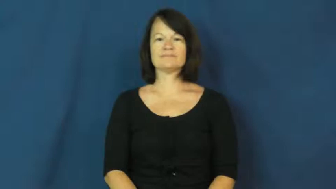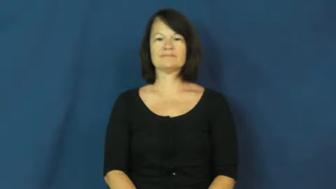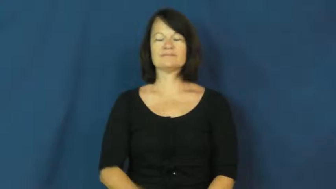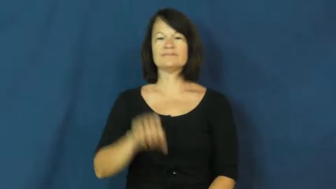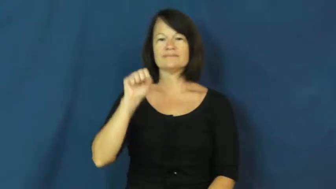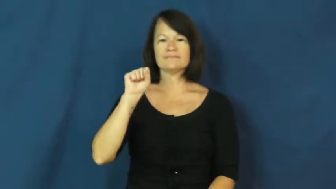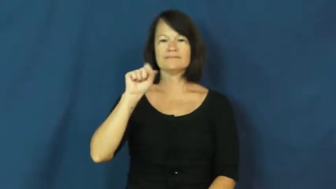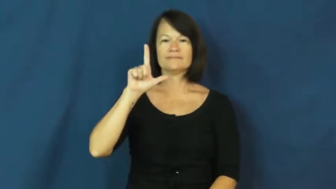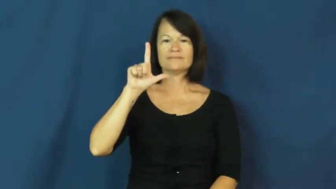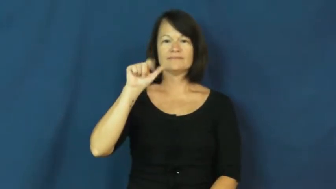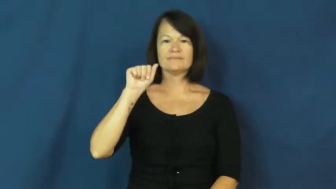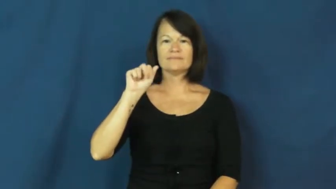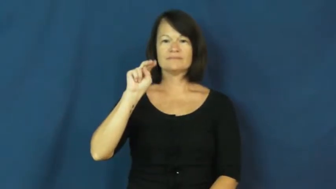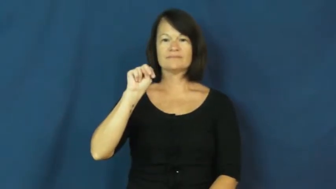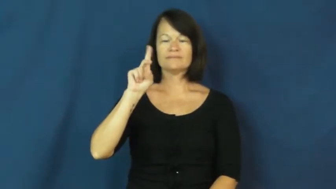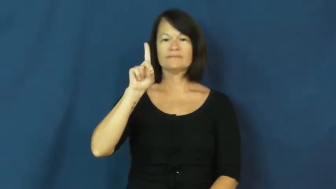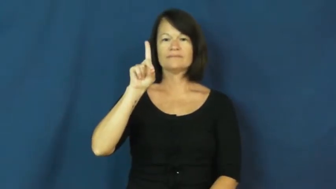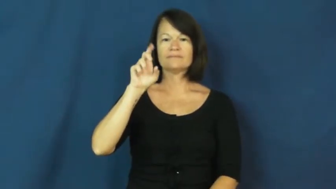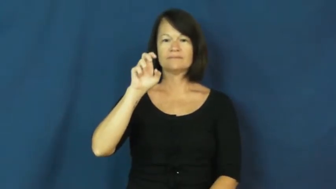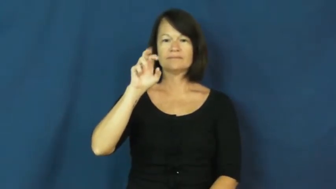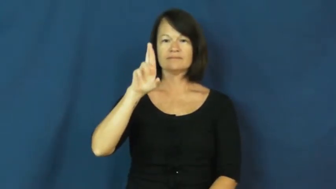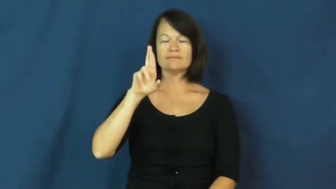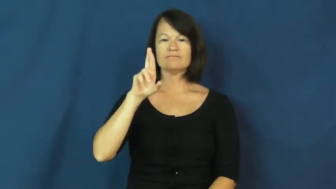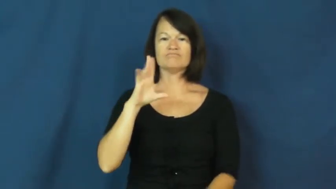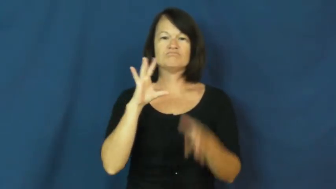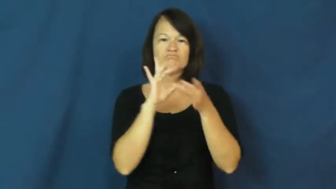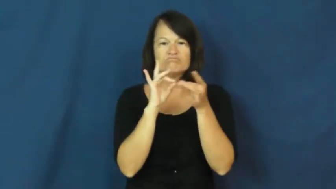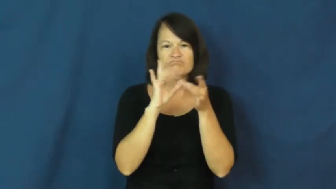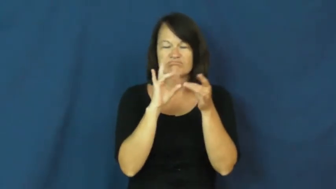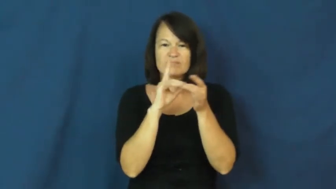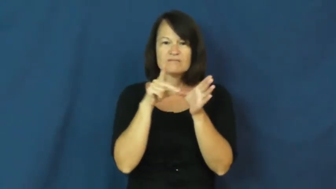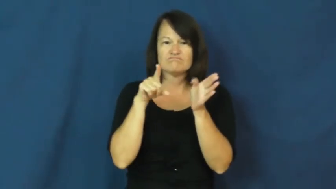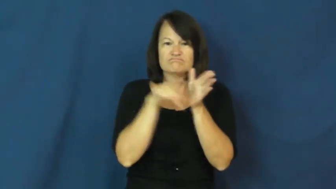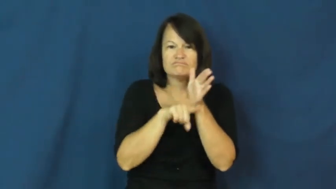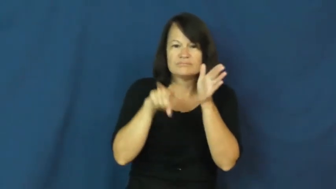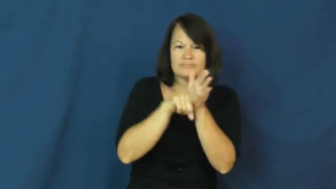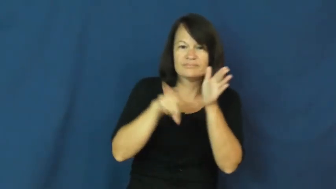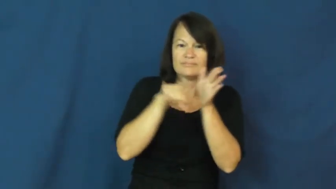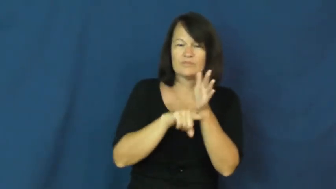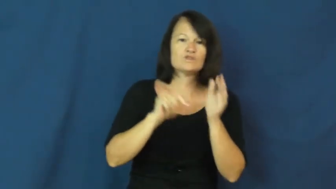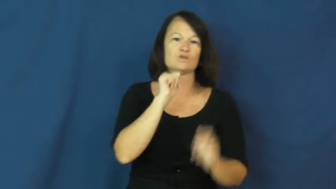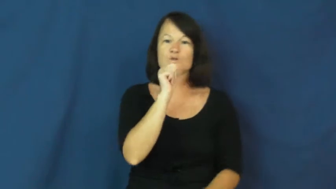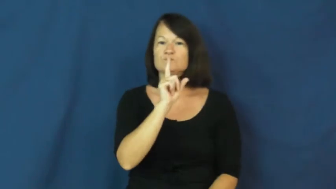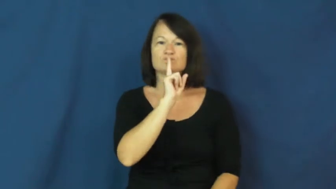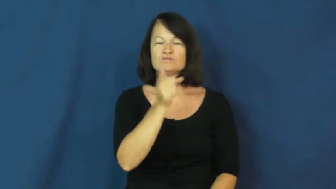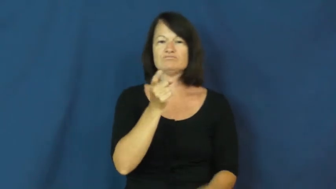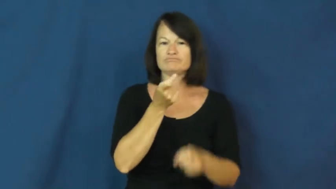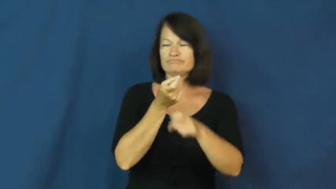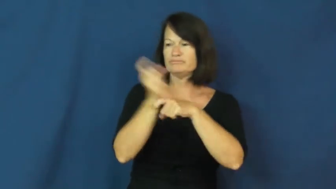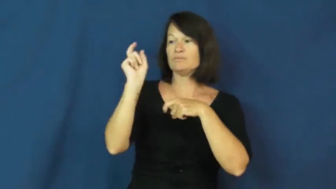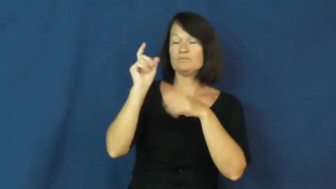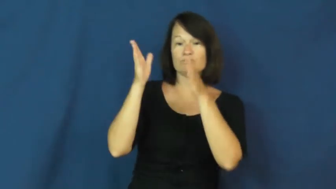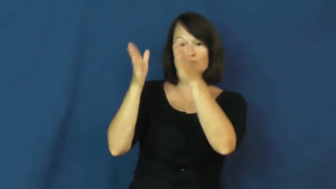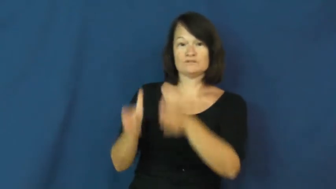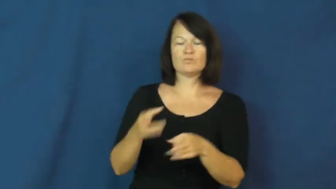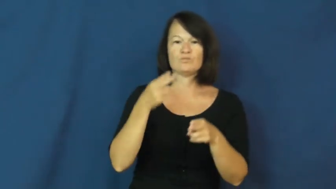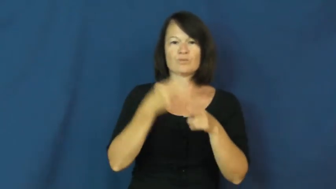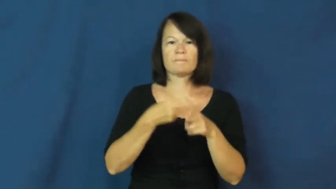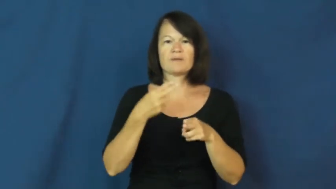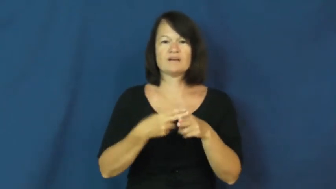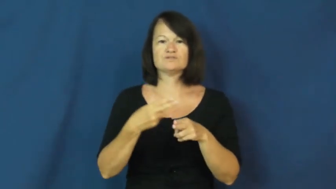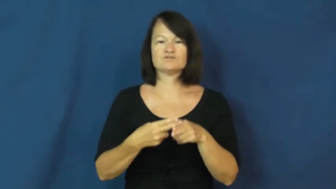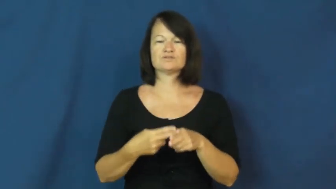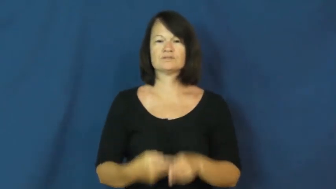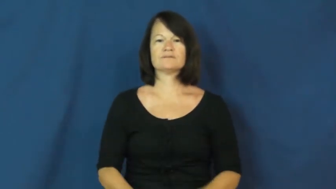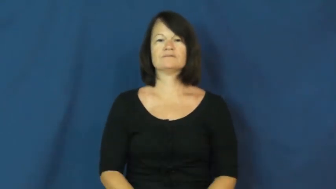slander